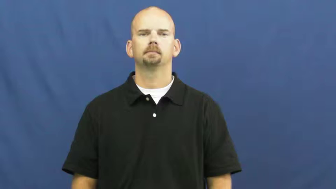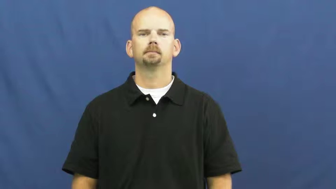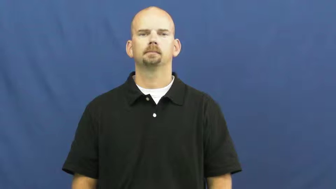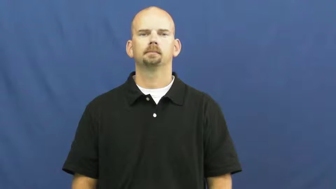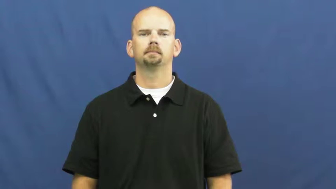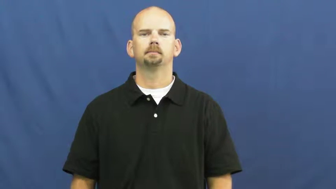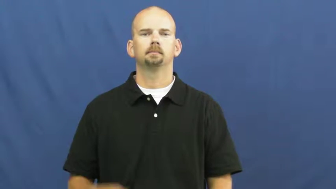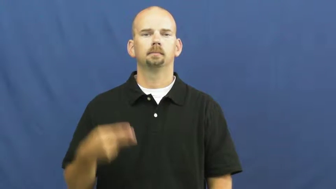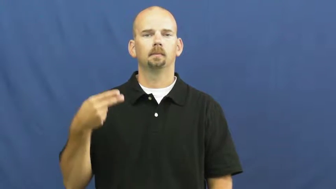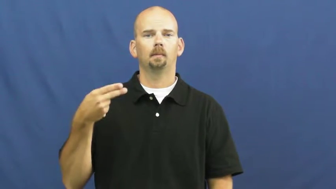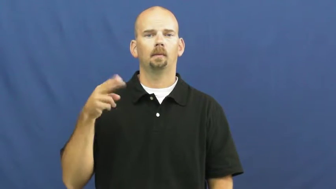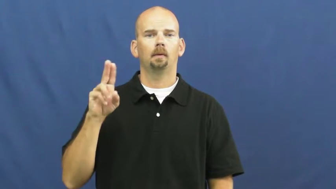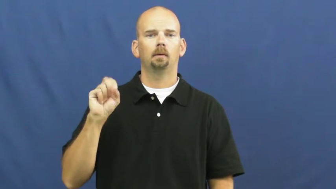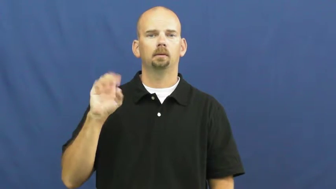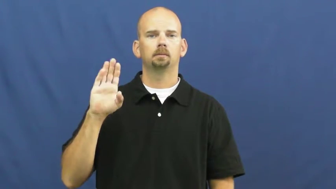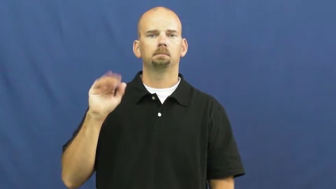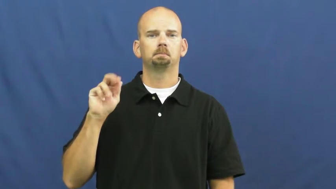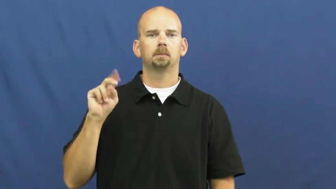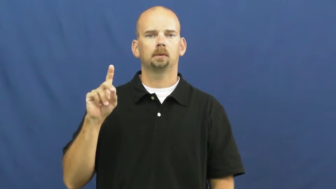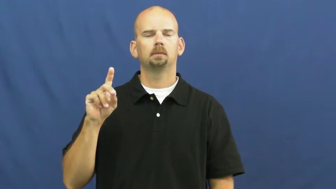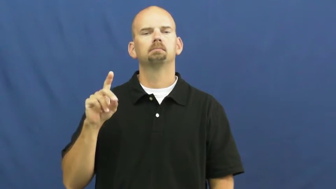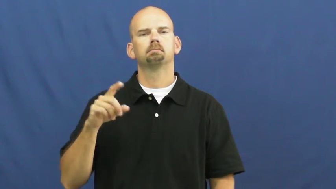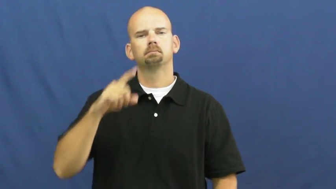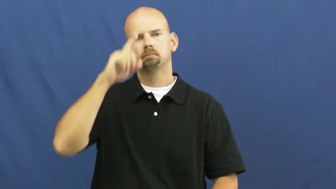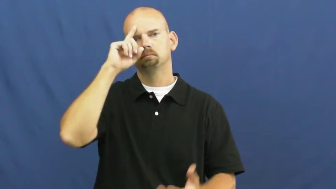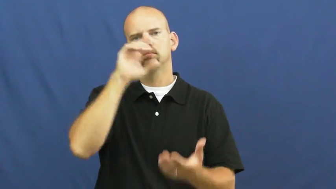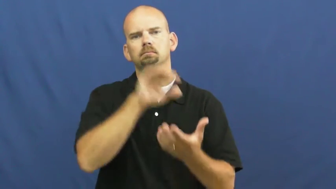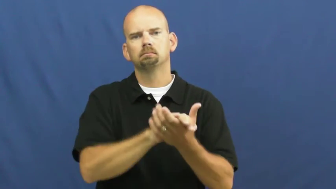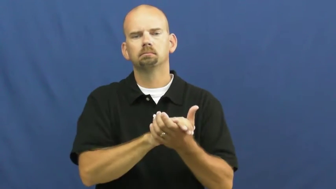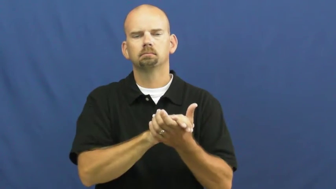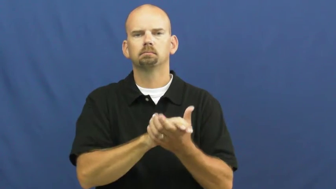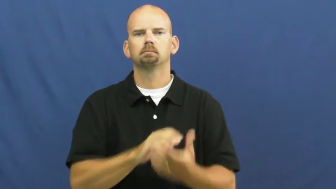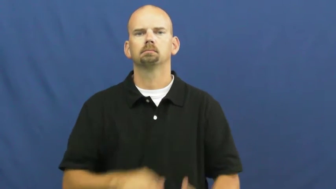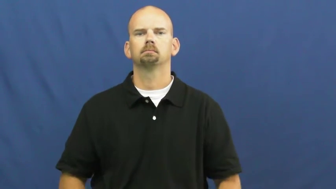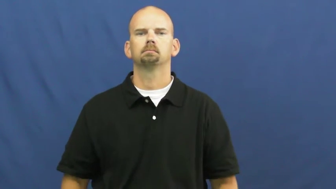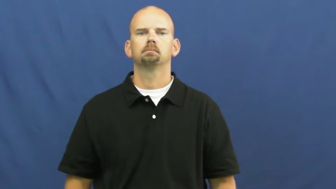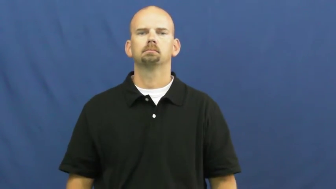husband